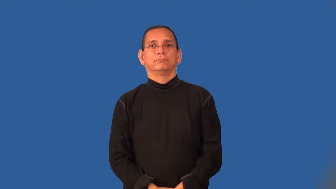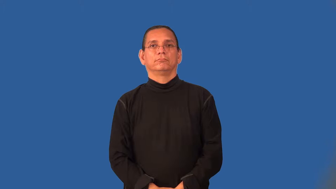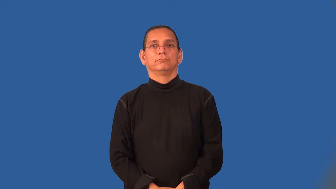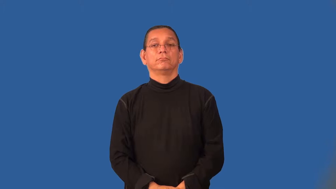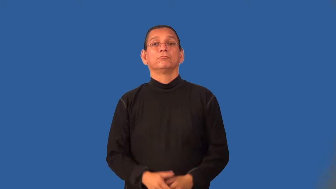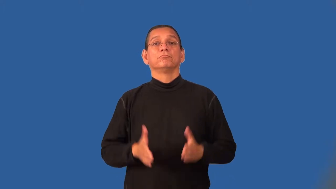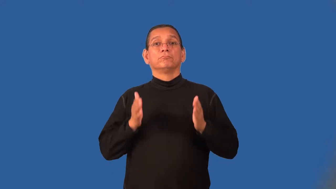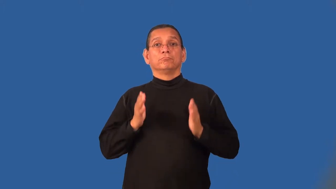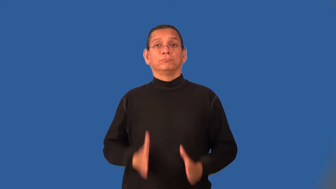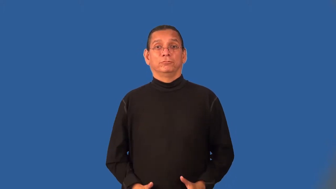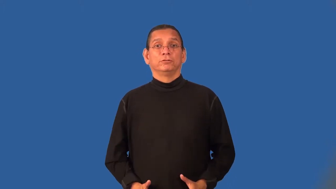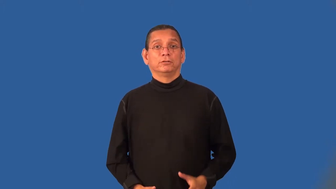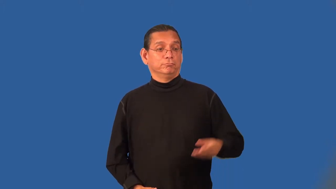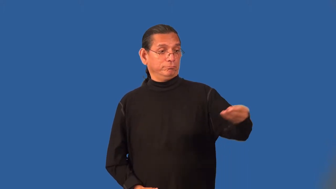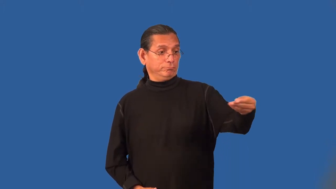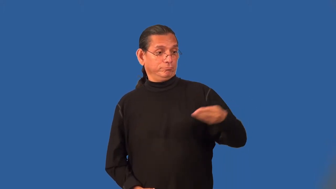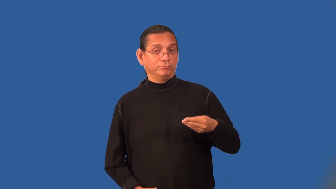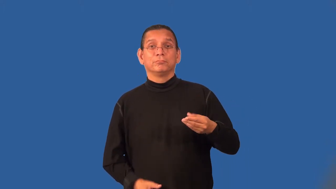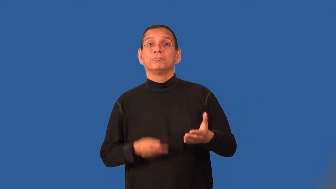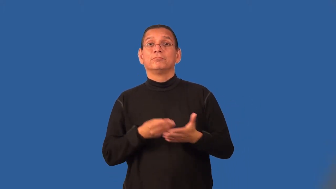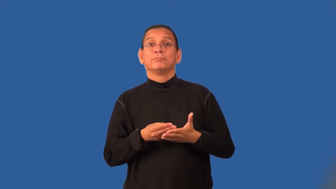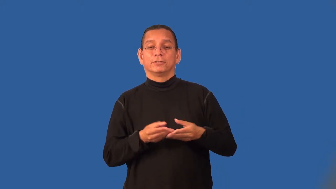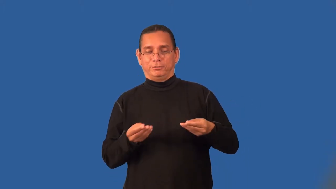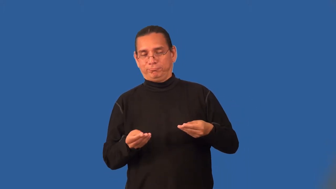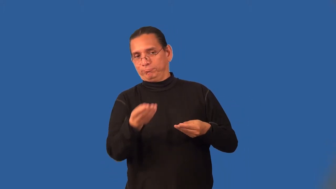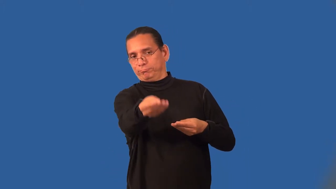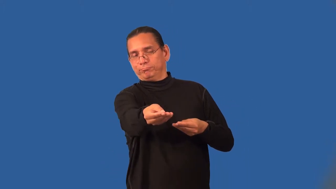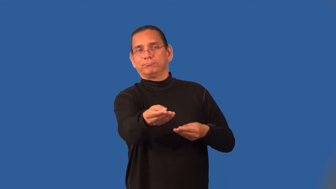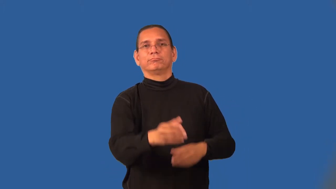pawnbroker